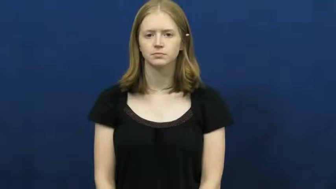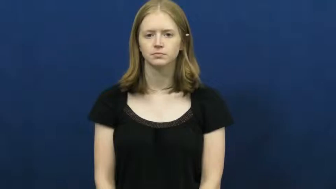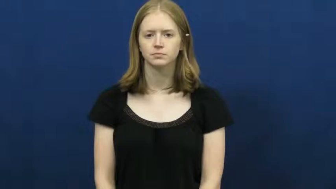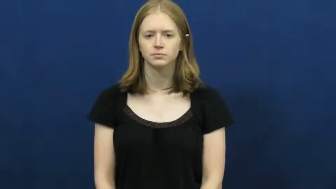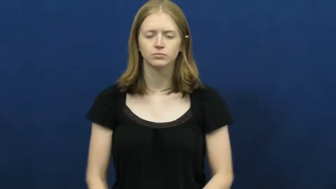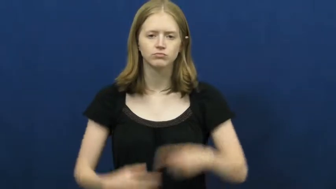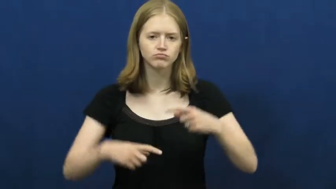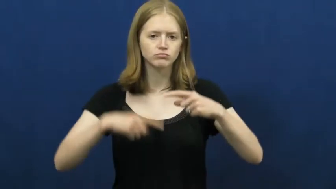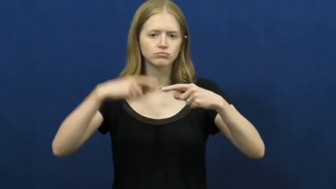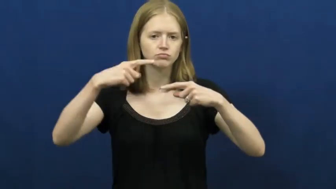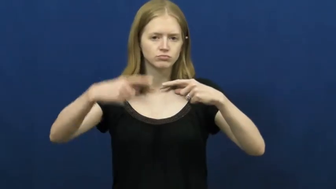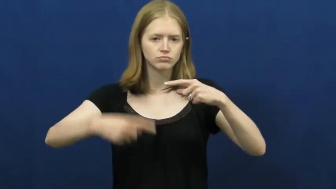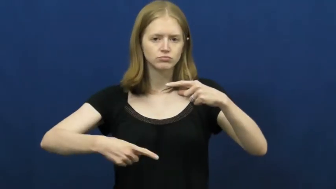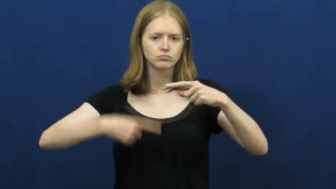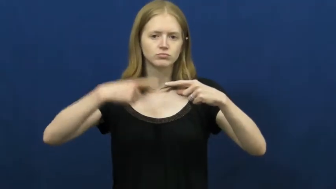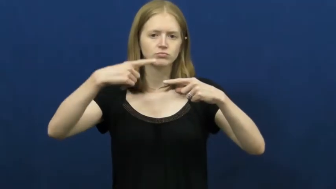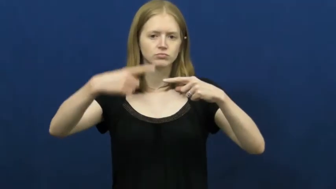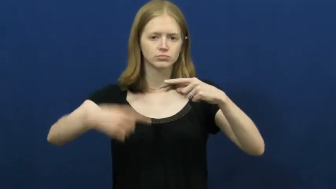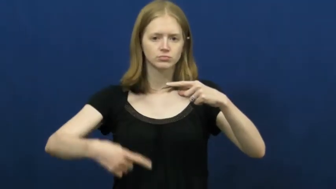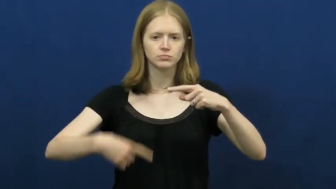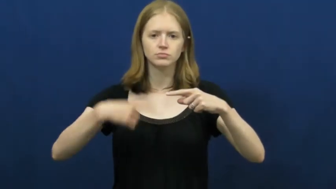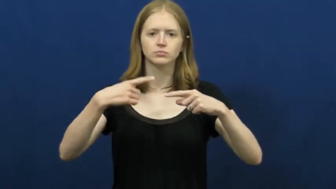turn-circle